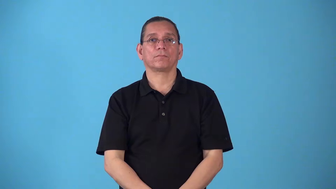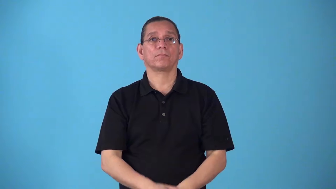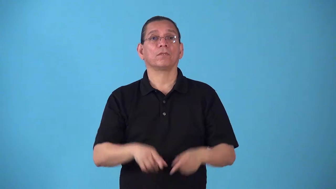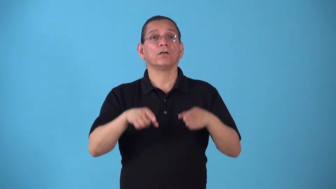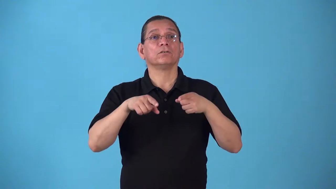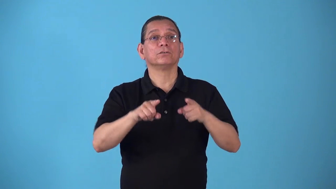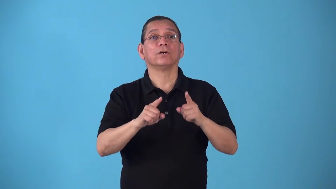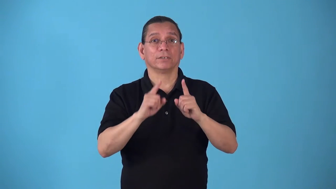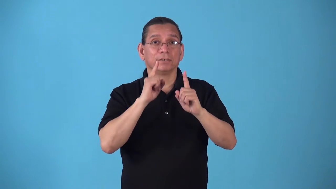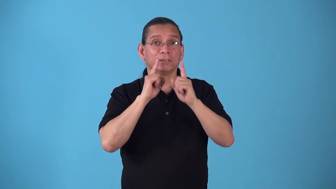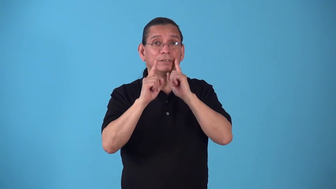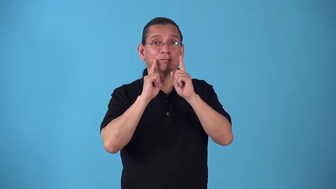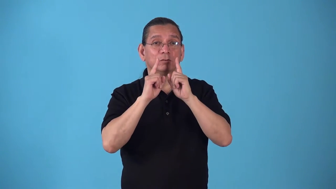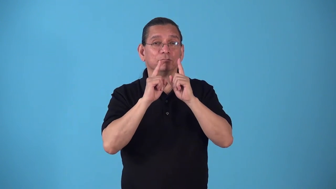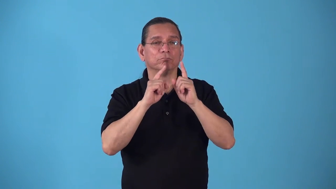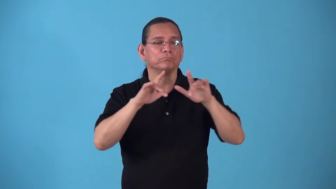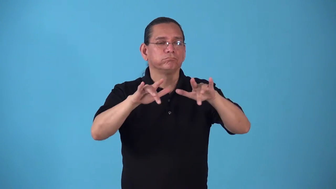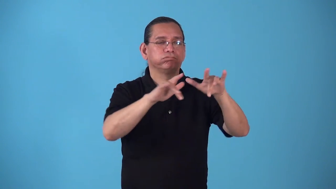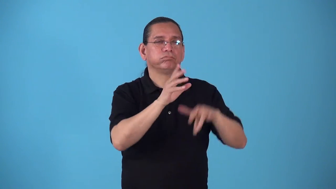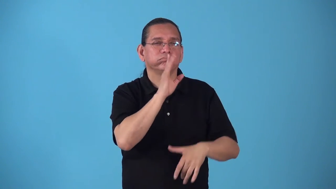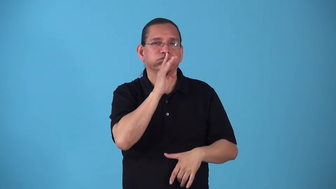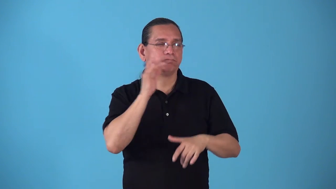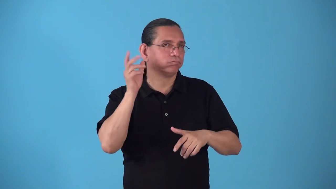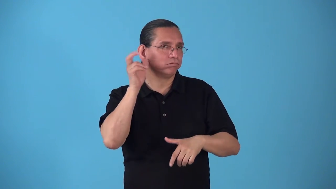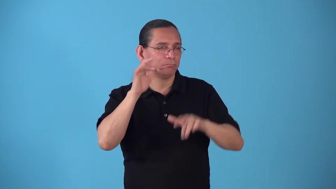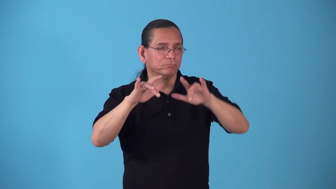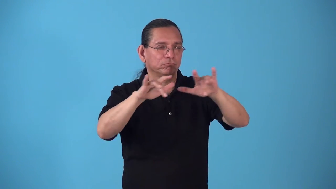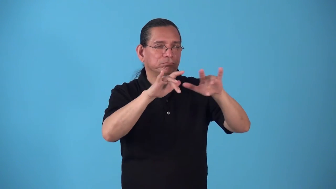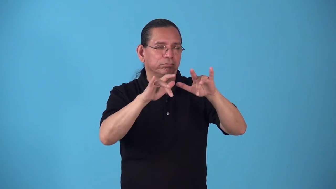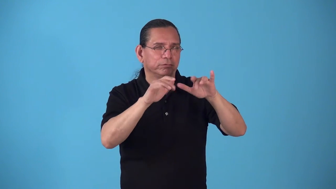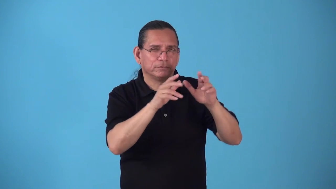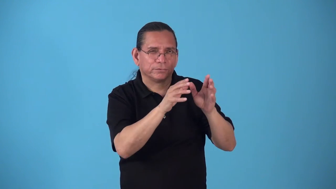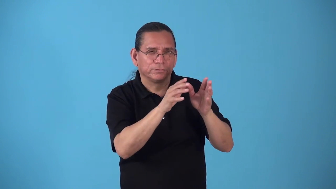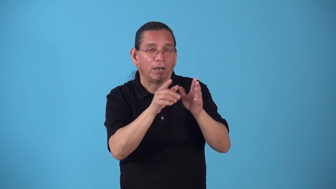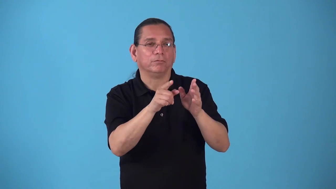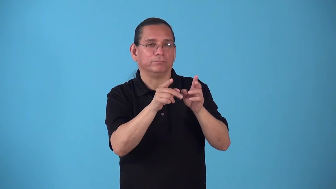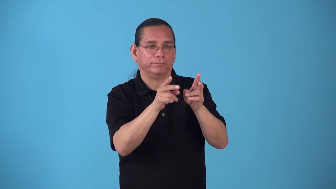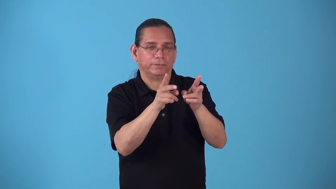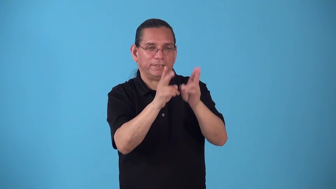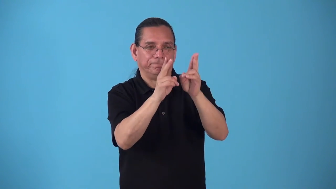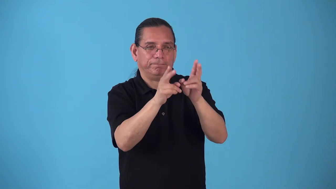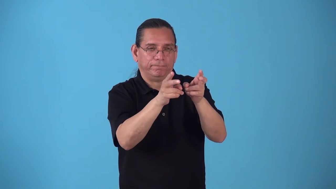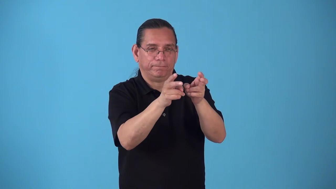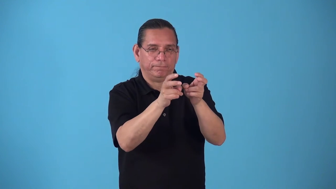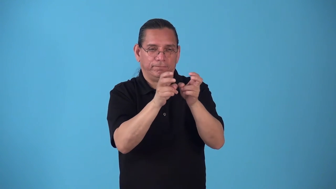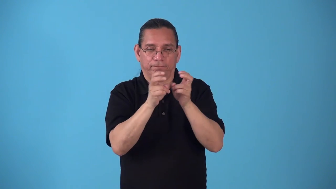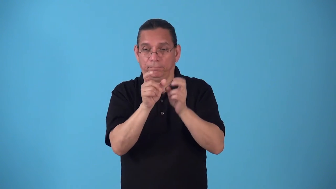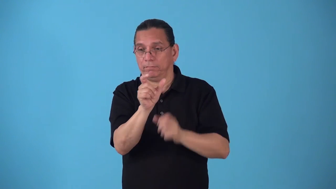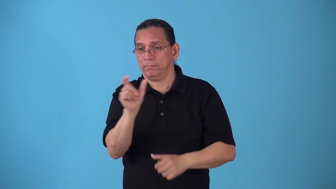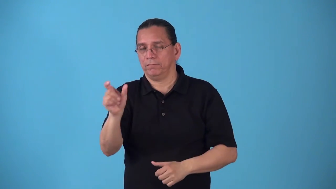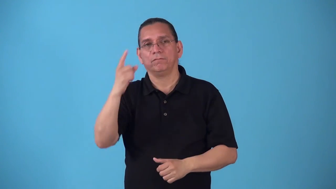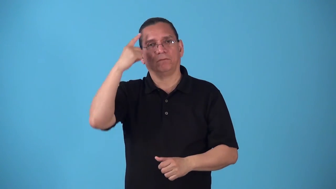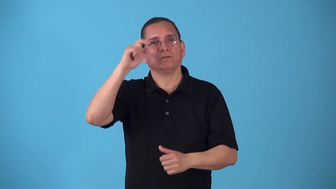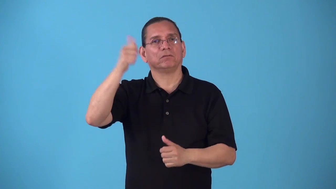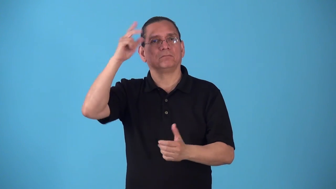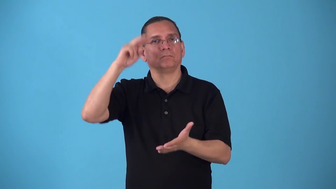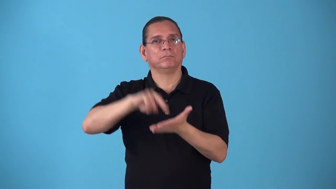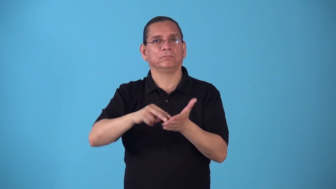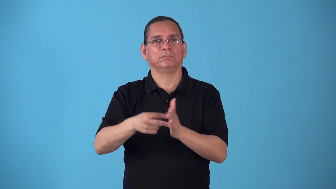soundbite